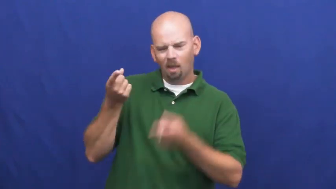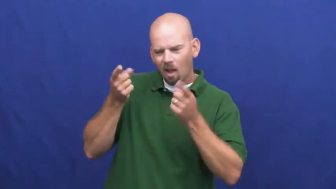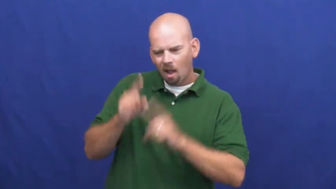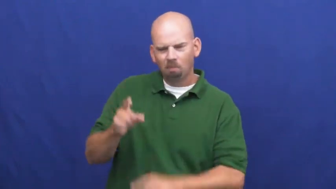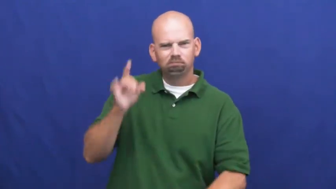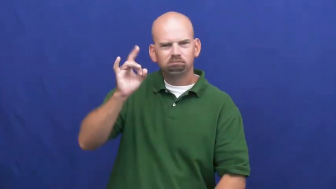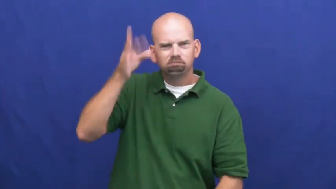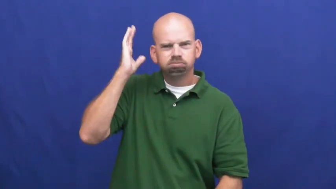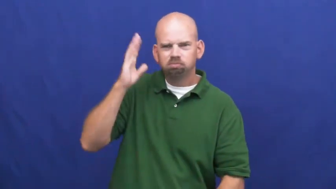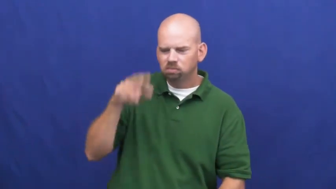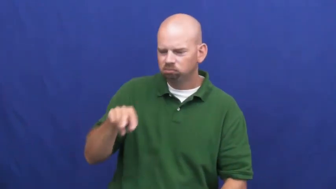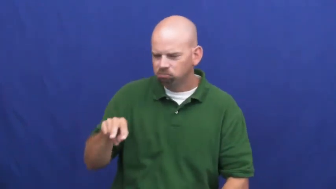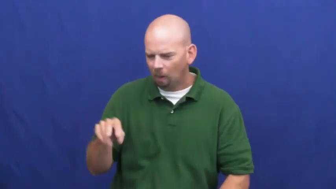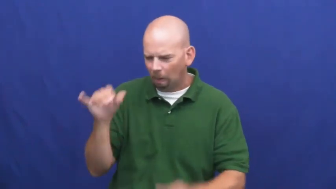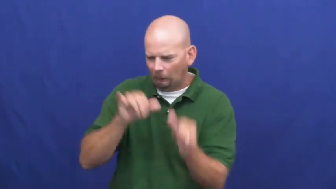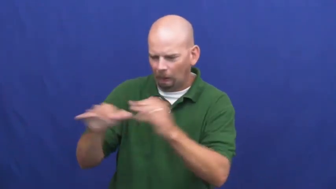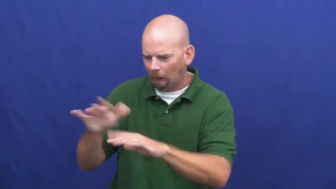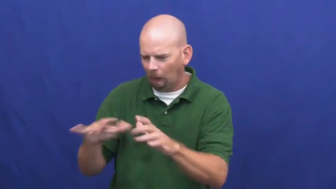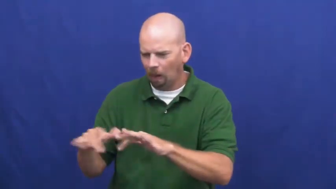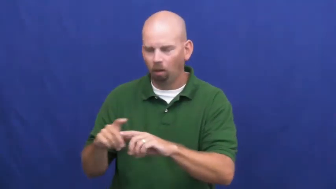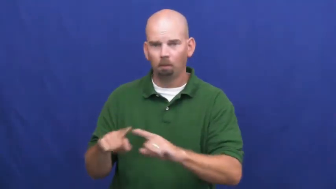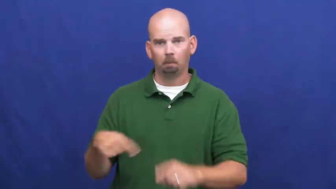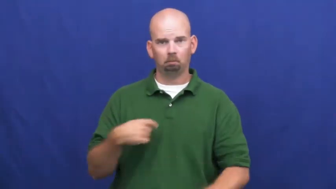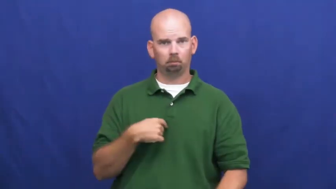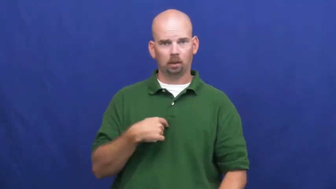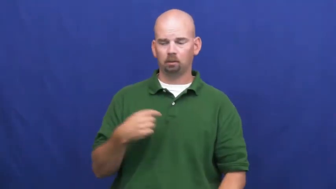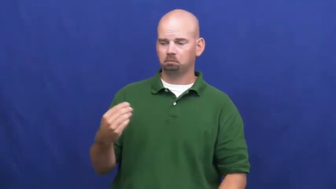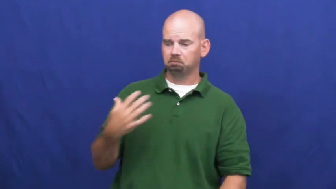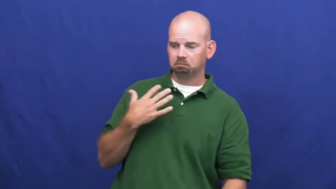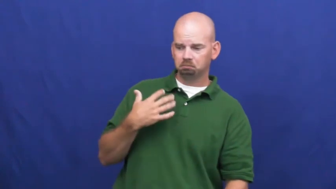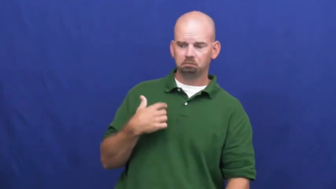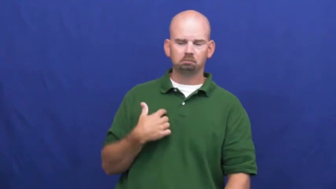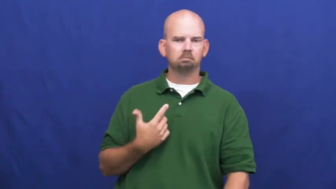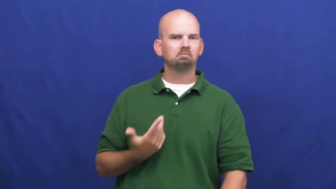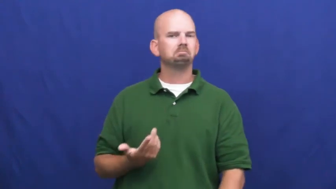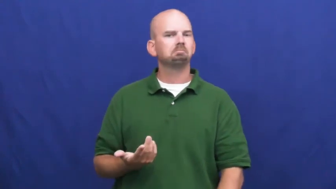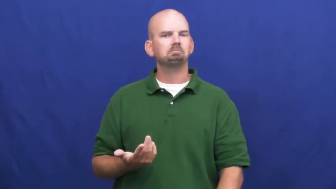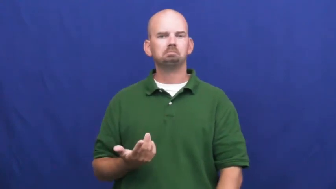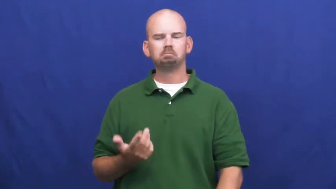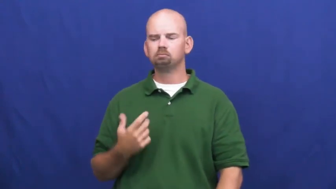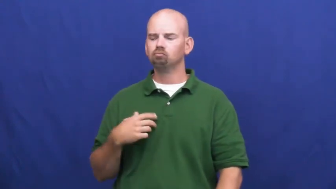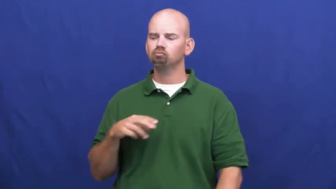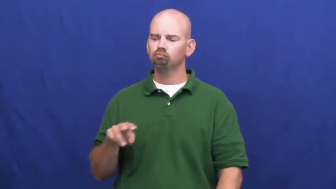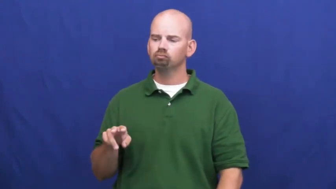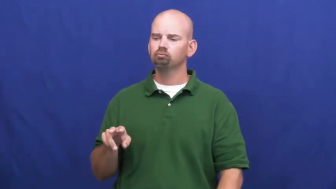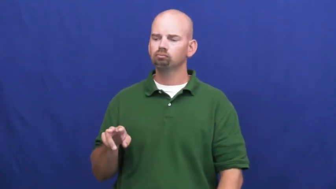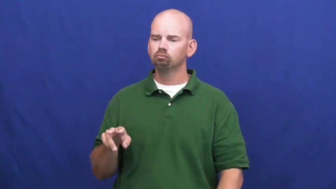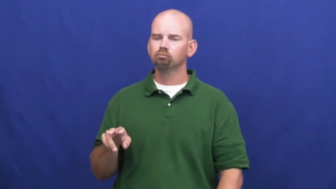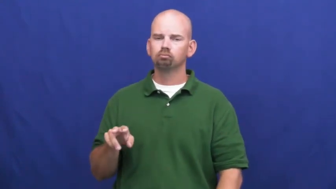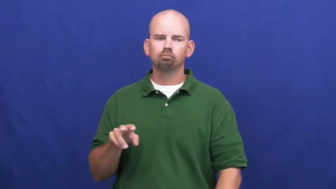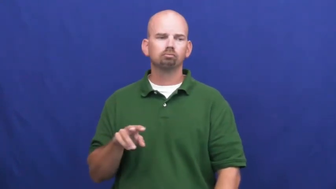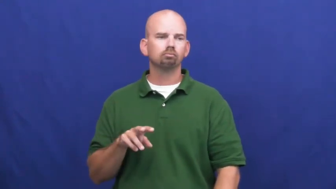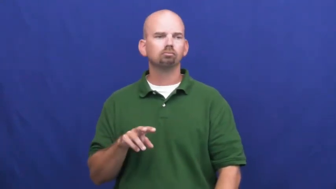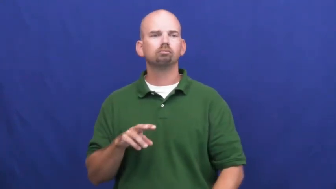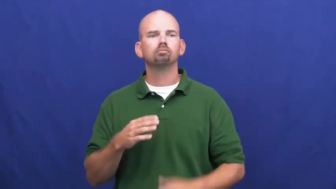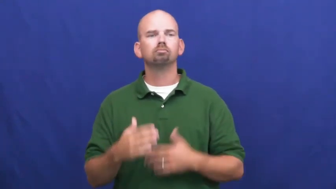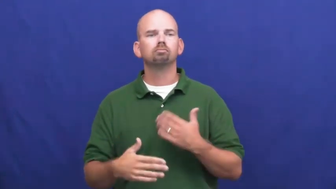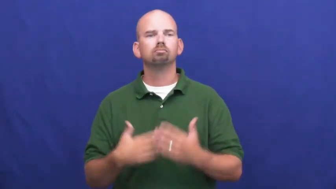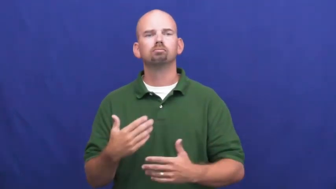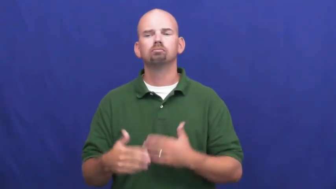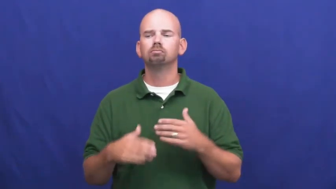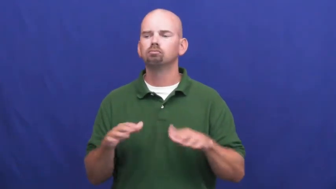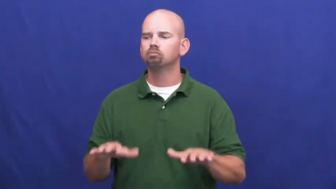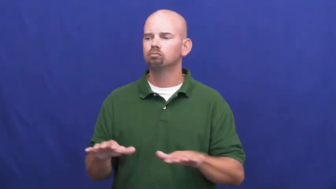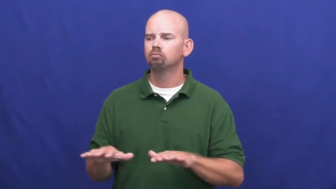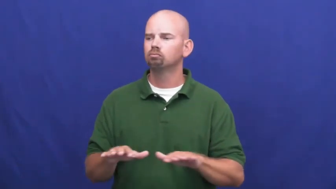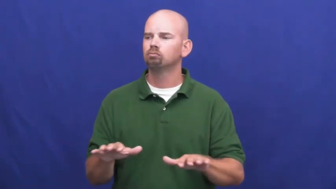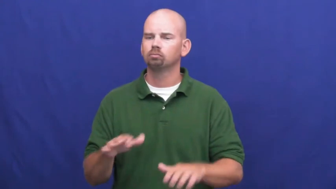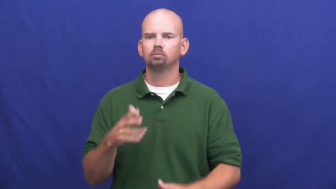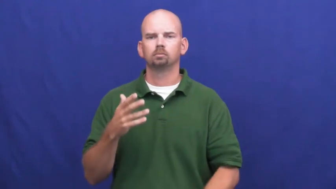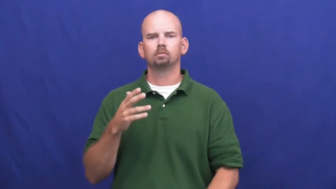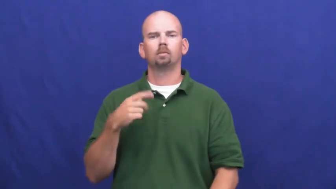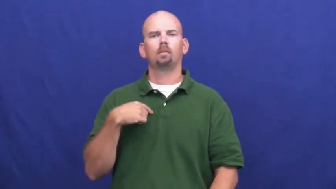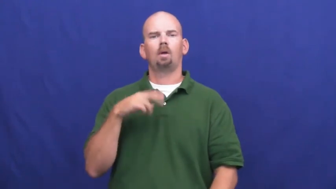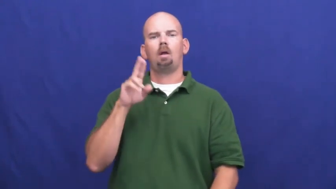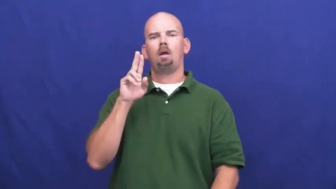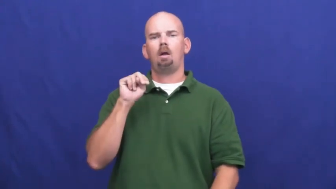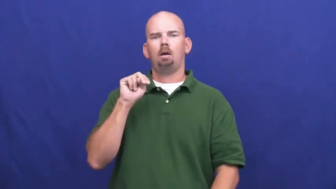undismayed